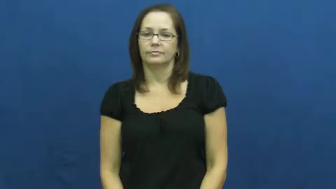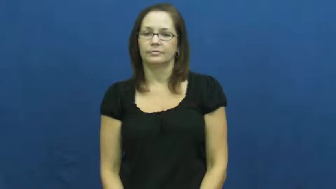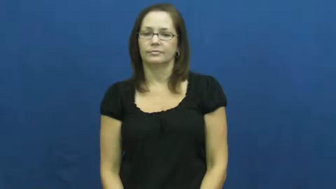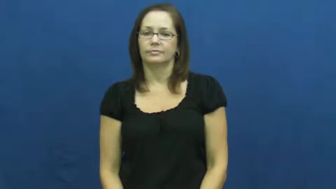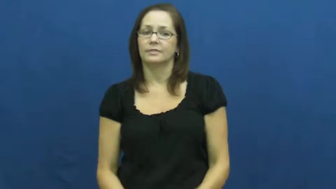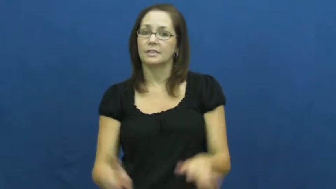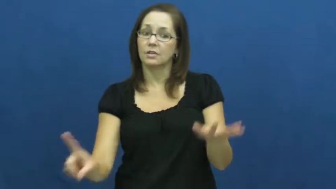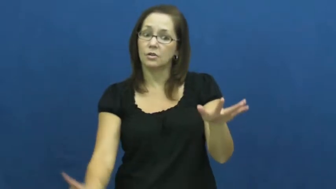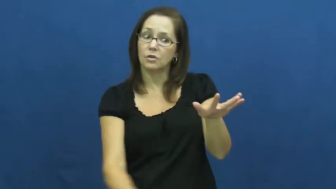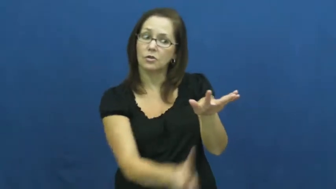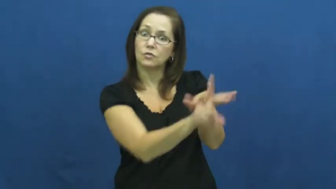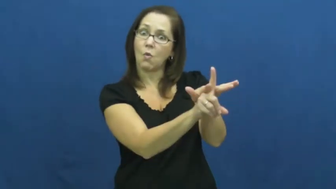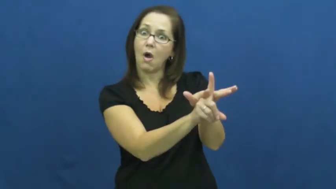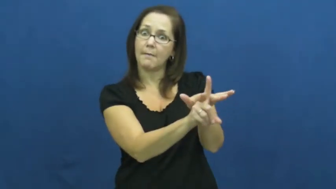get on,get onto-tv